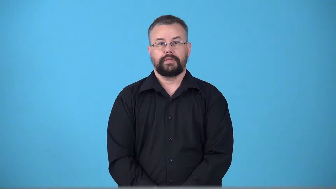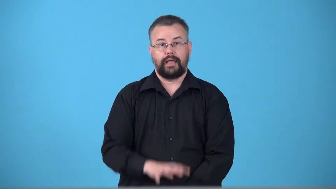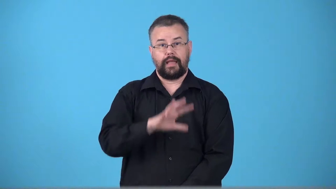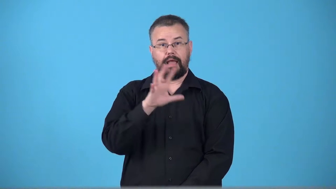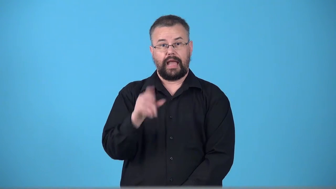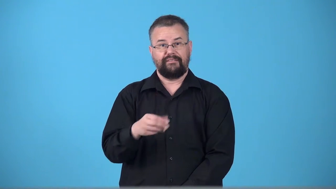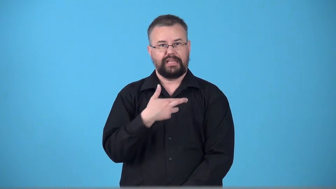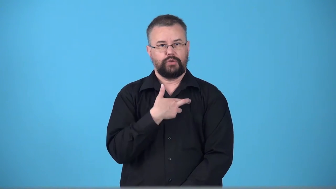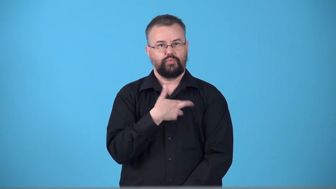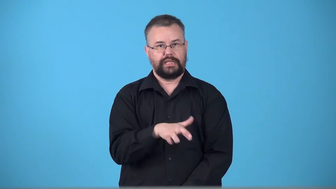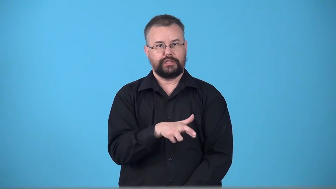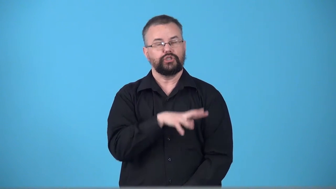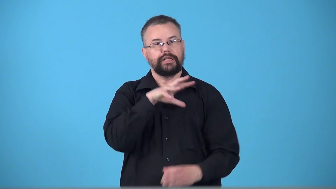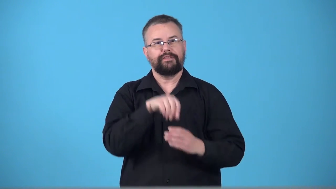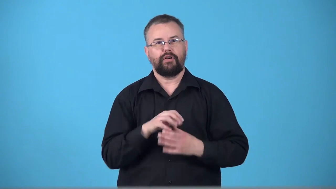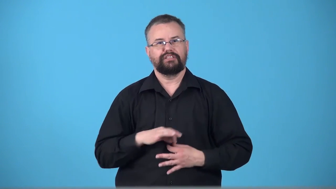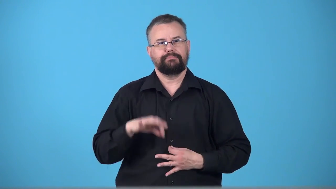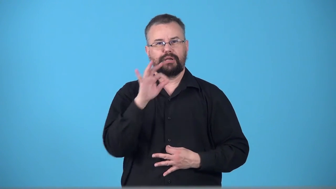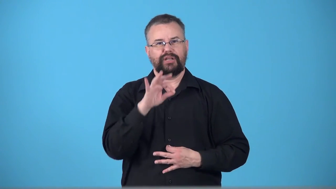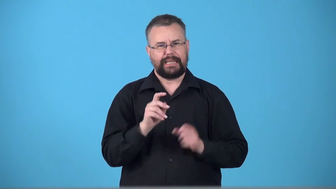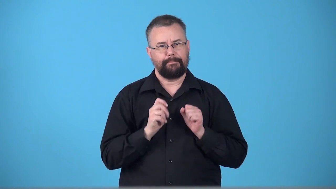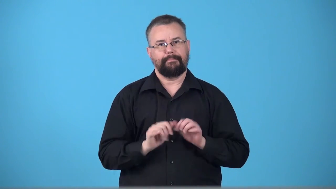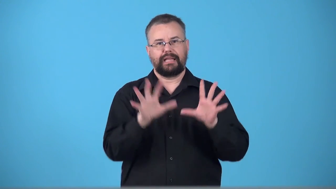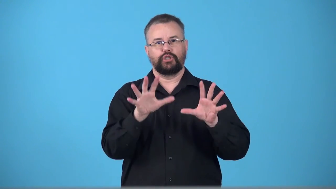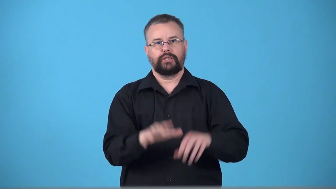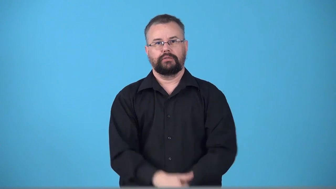voodoo,hoodoo,juju